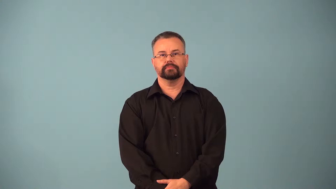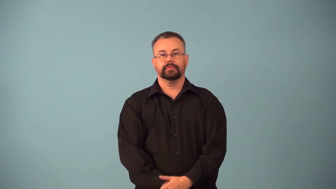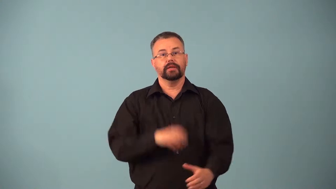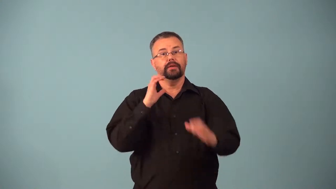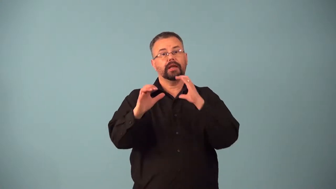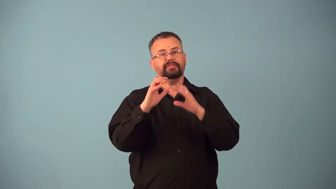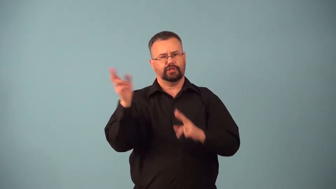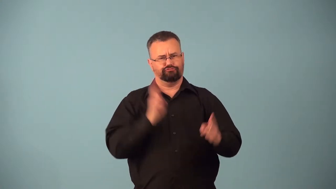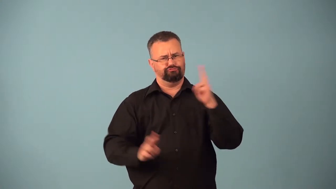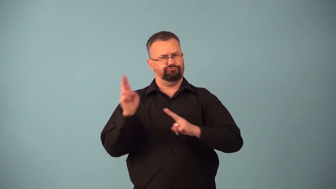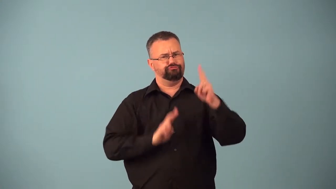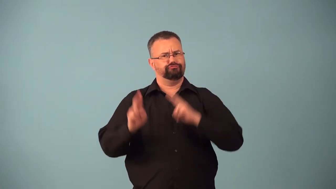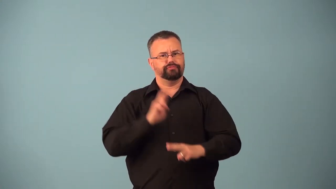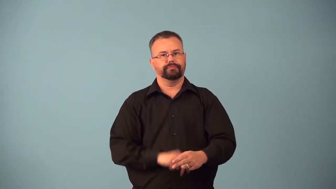badinage